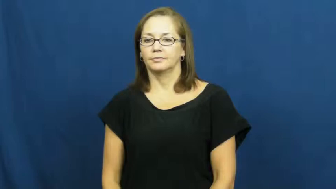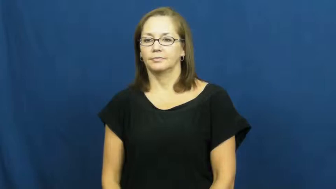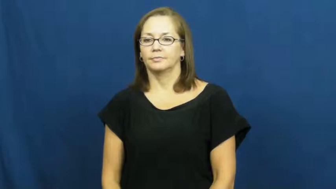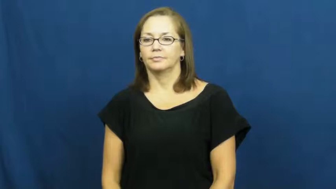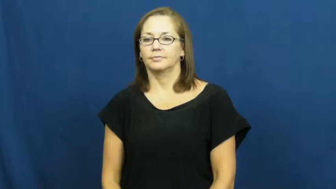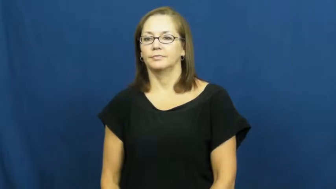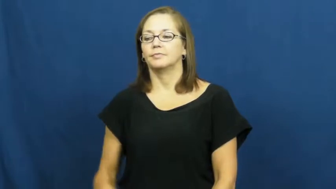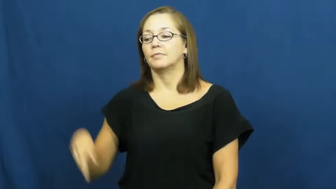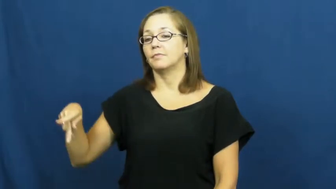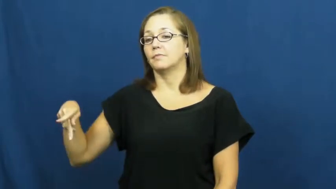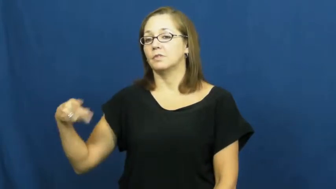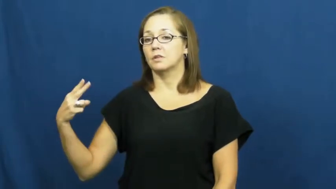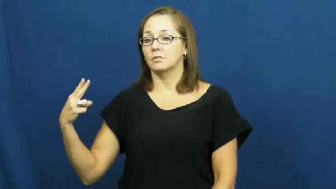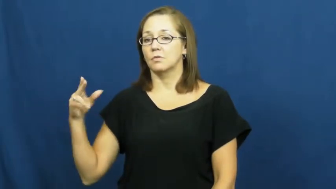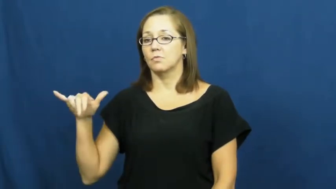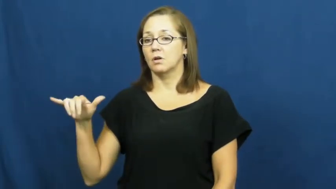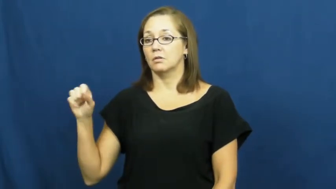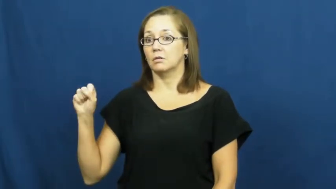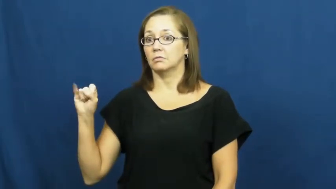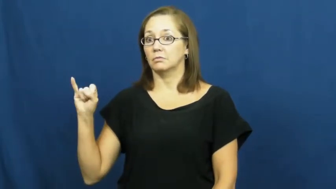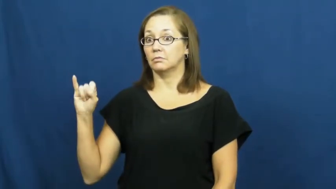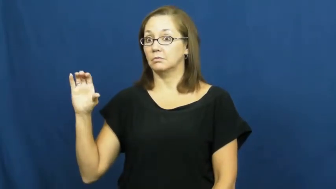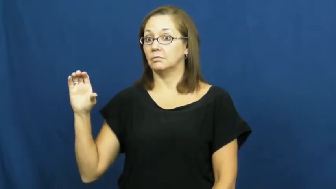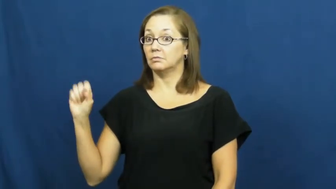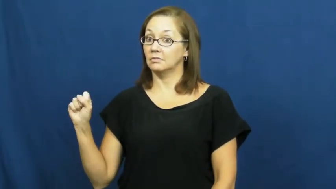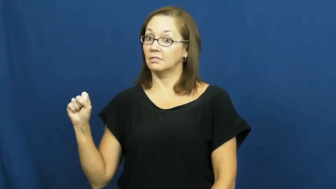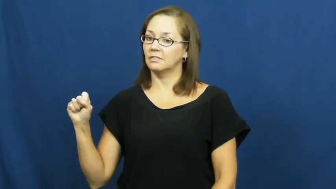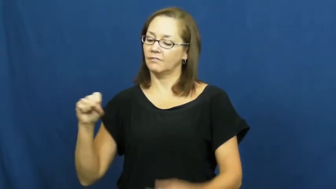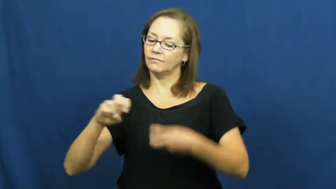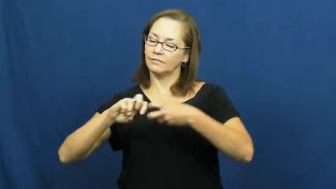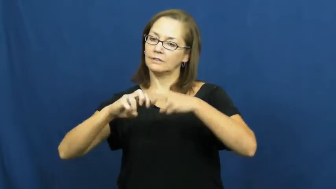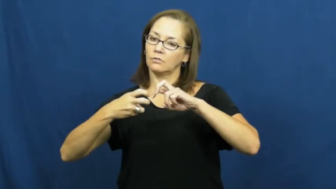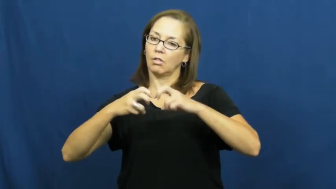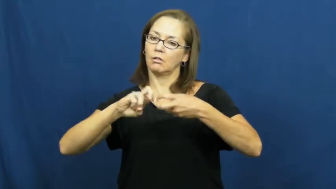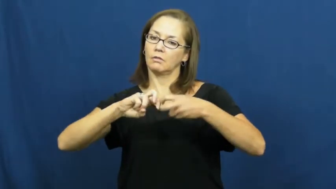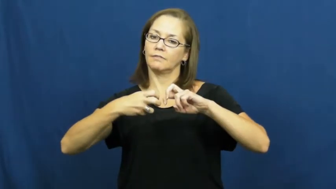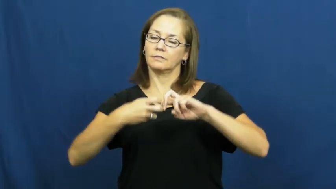physics